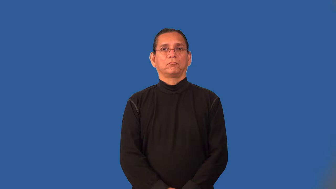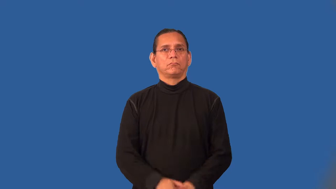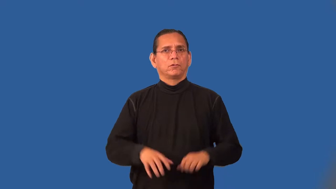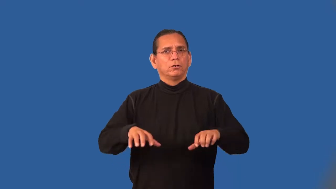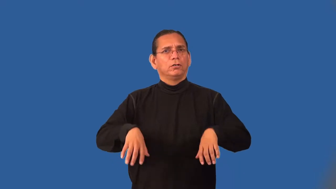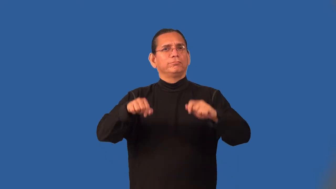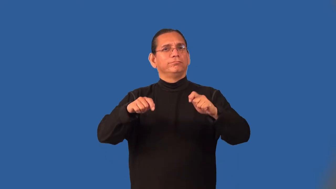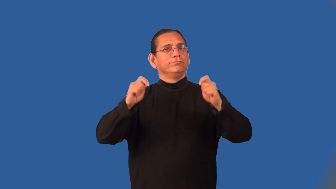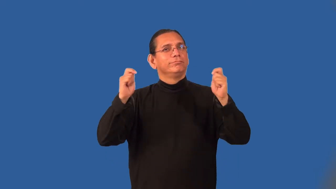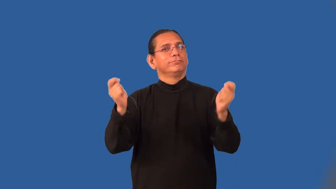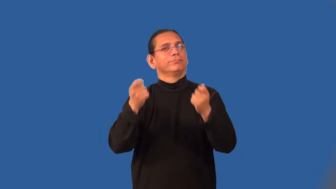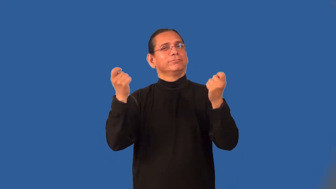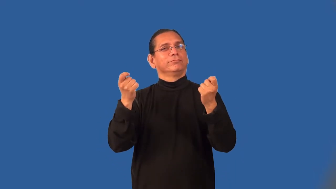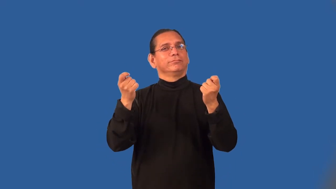officiate